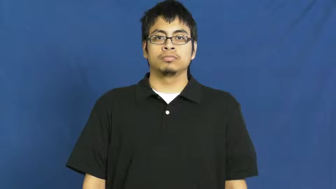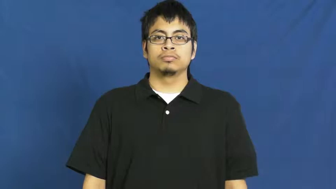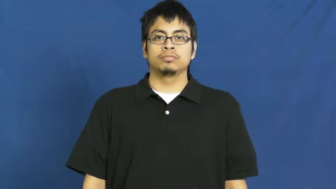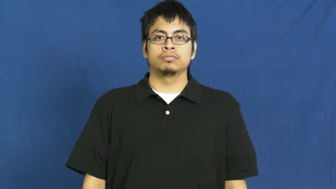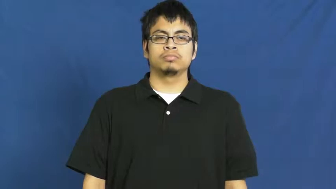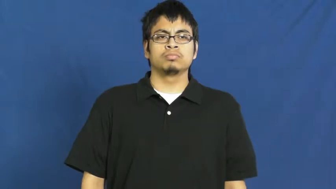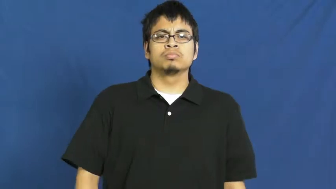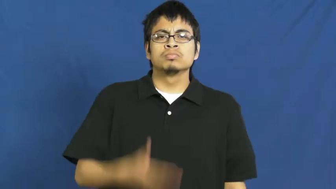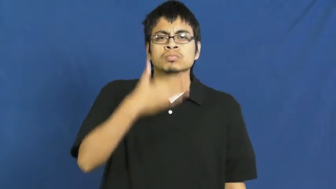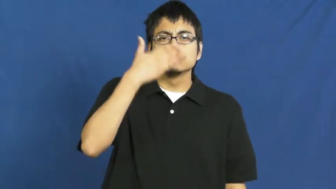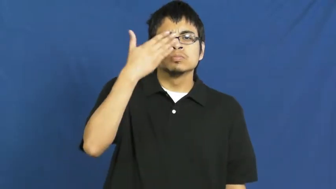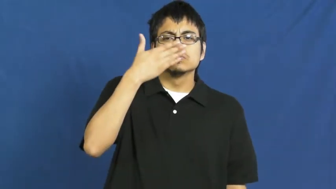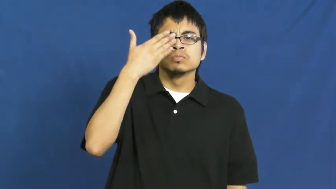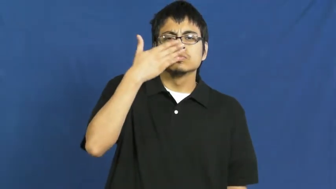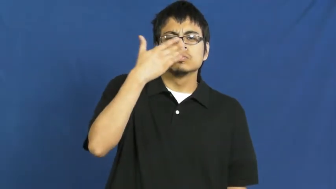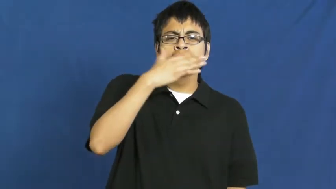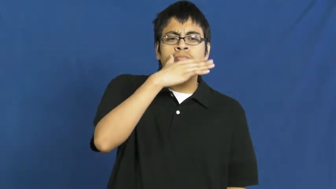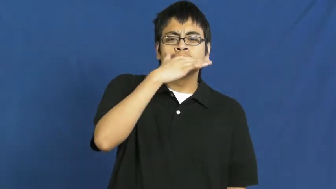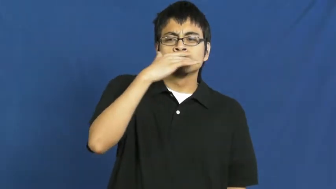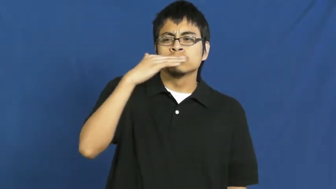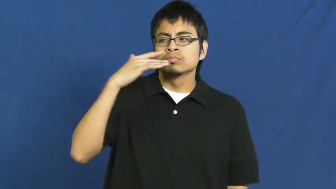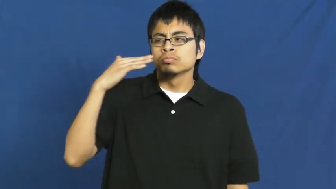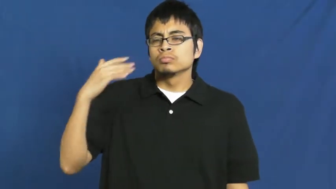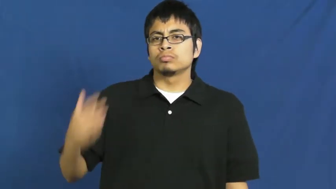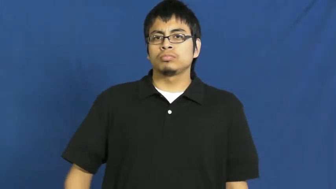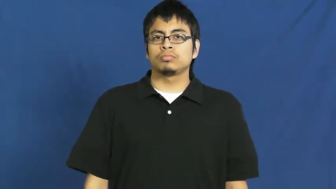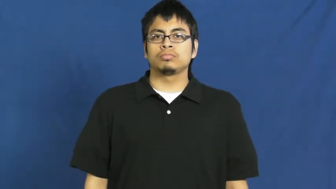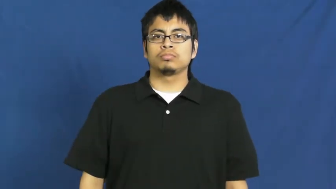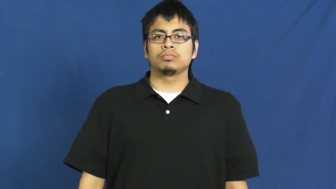fumes